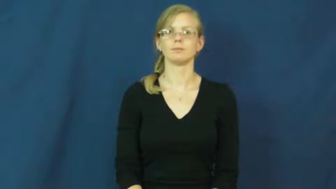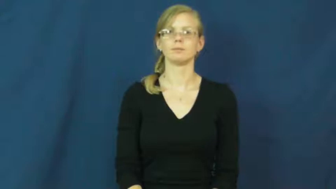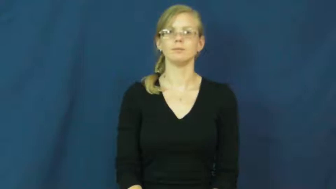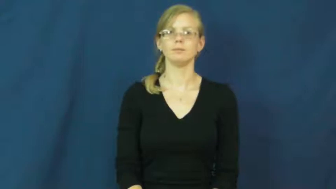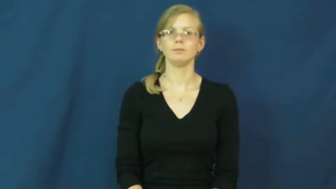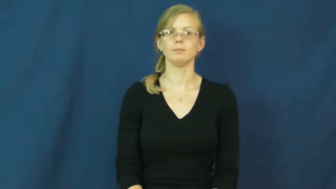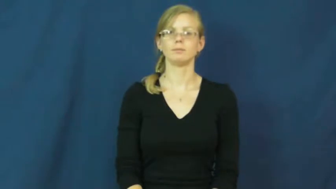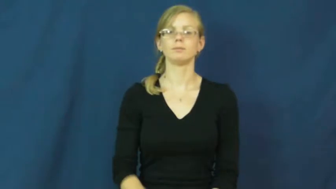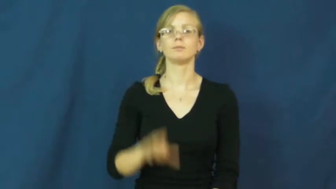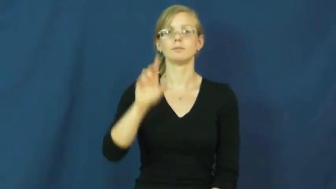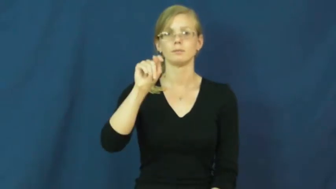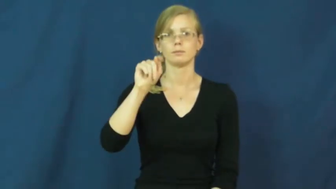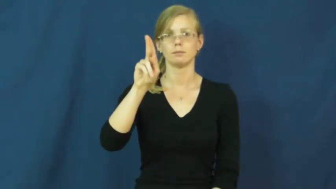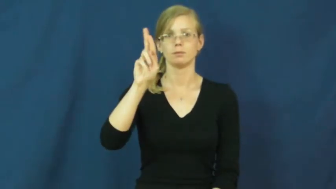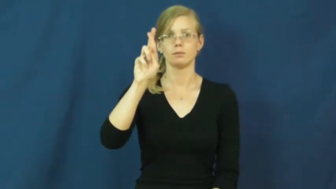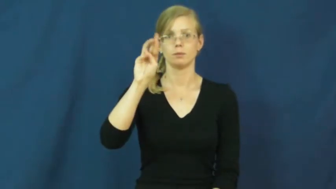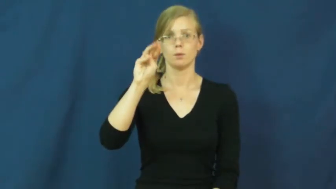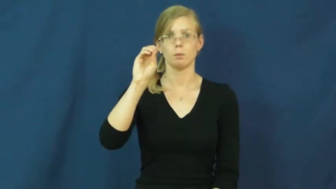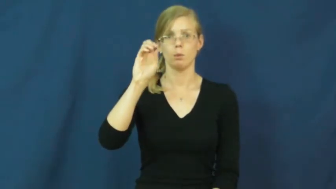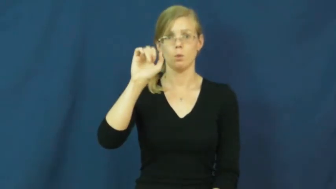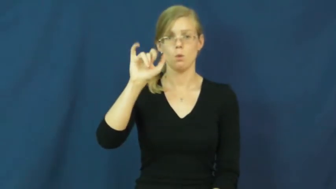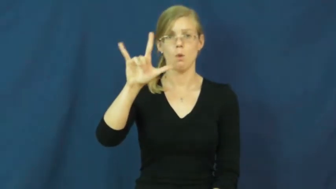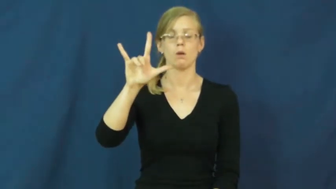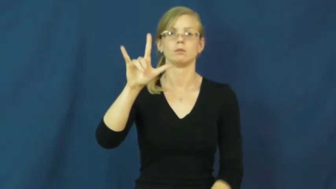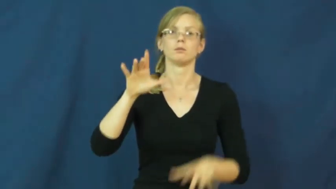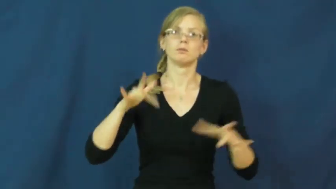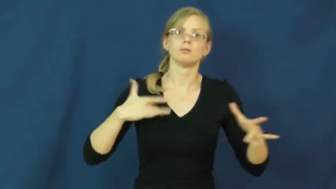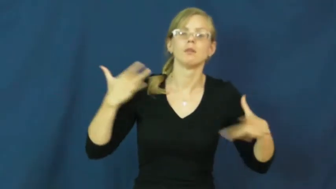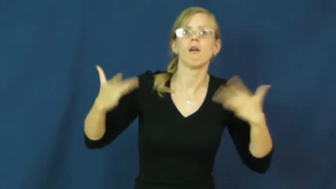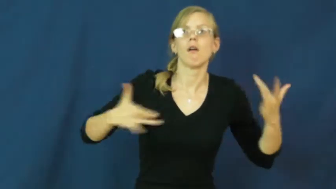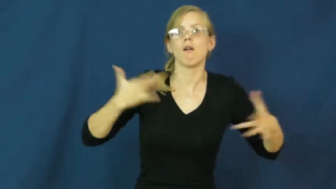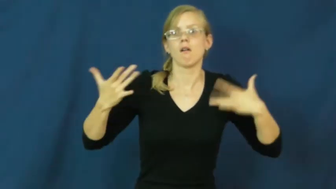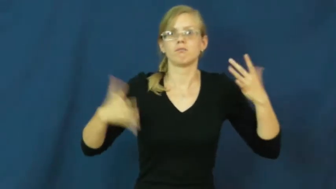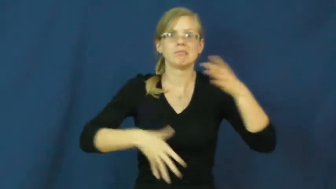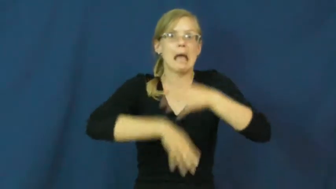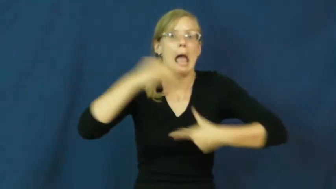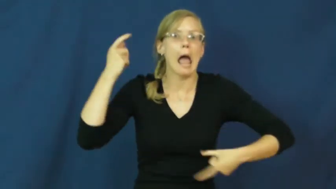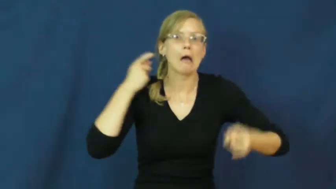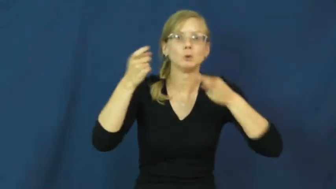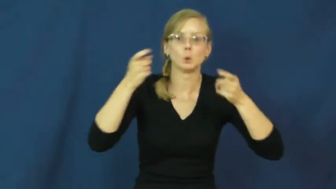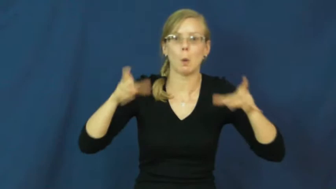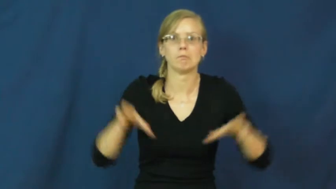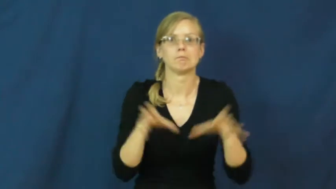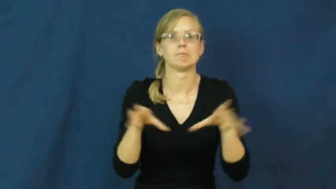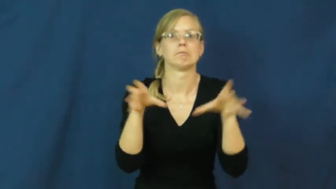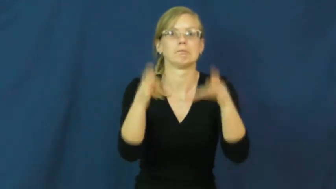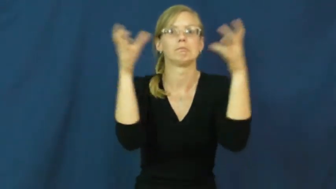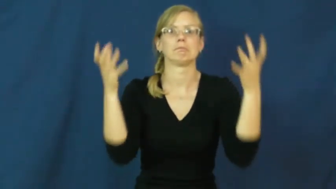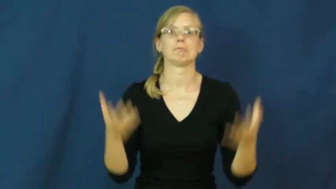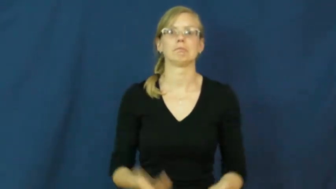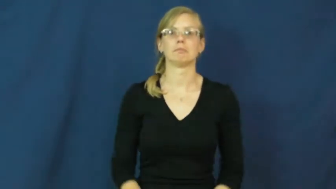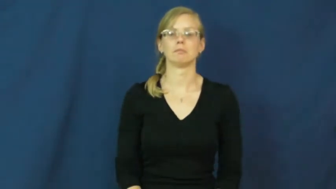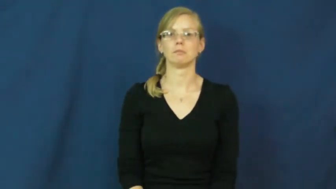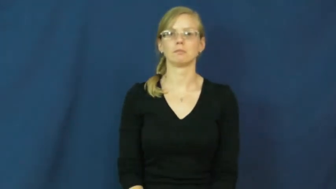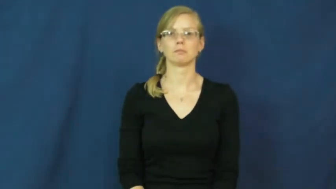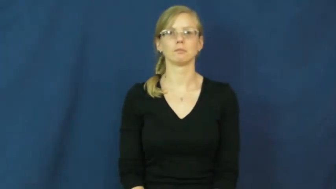turmoil